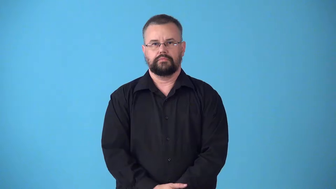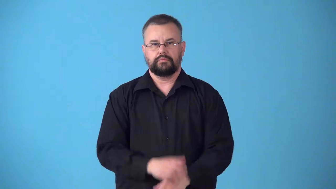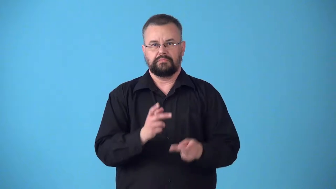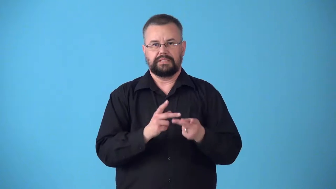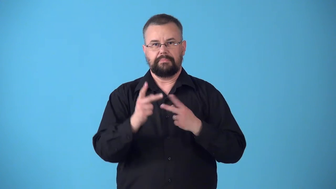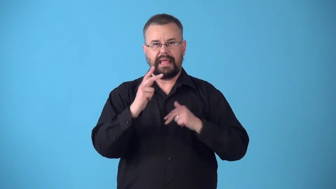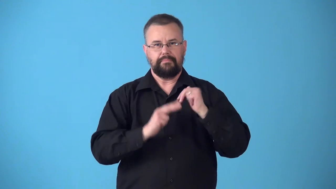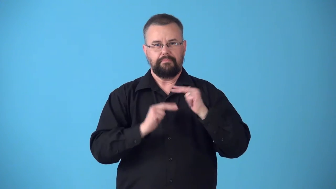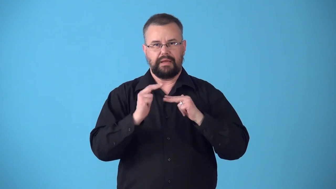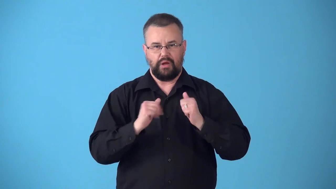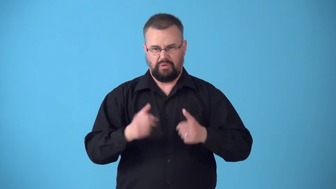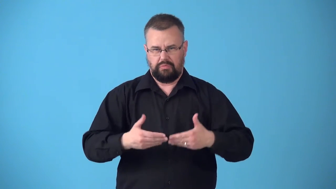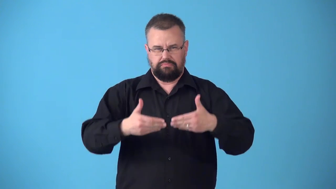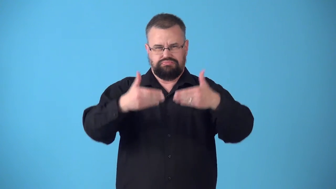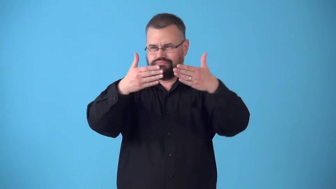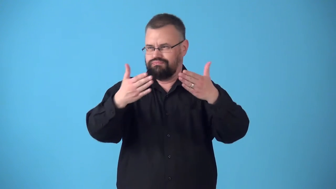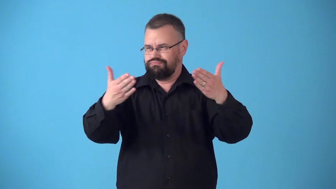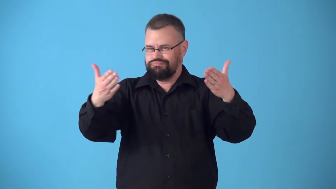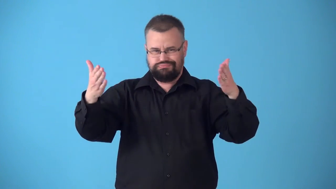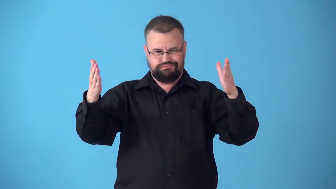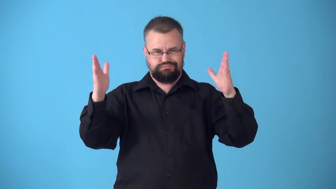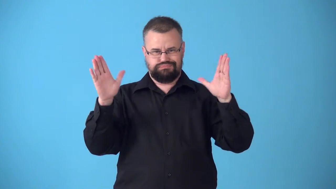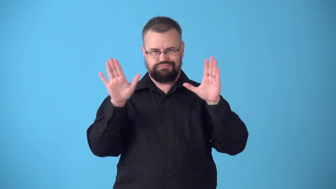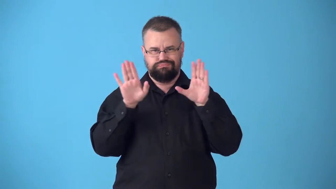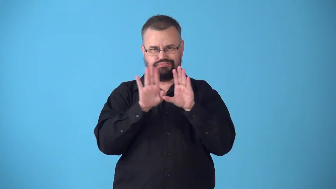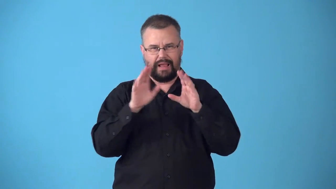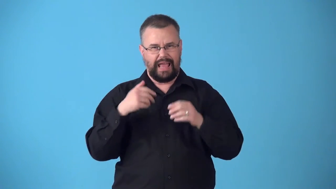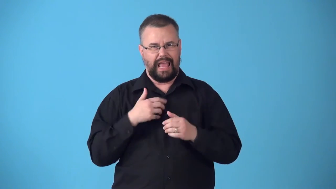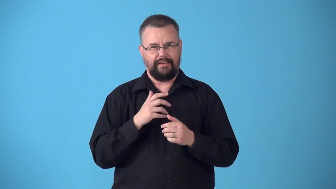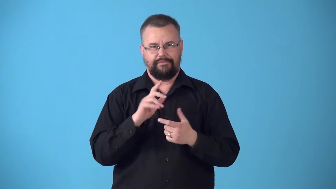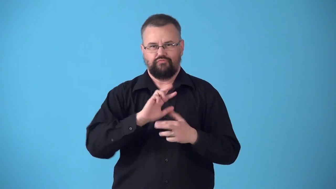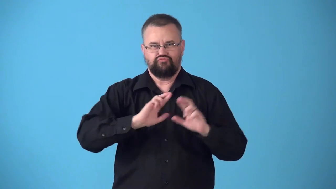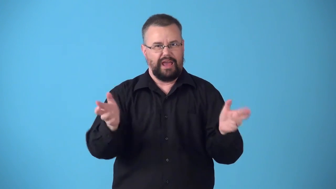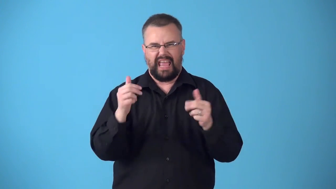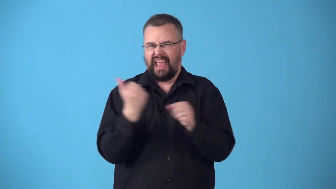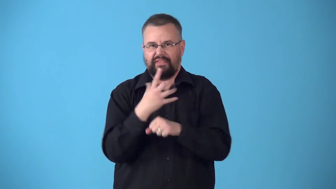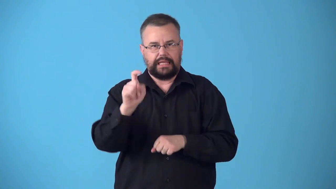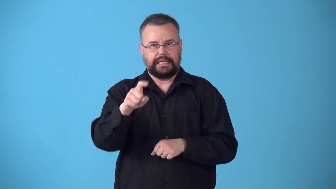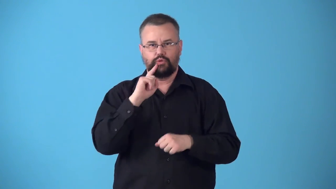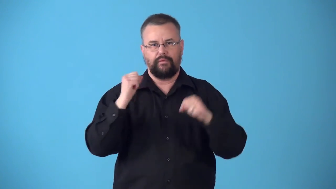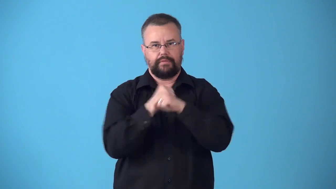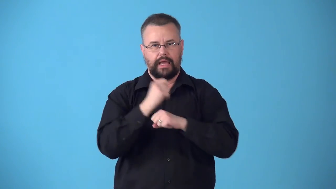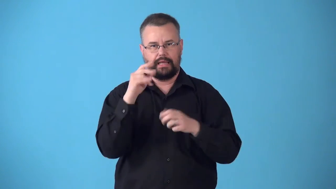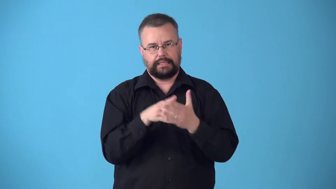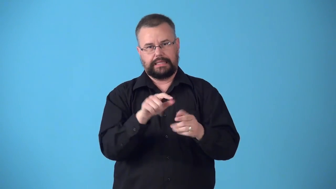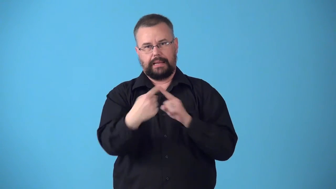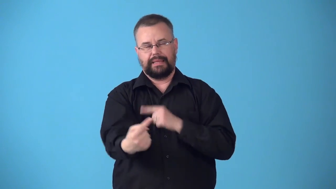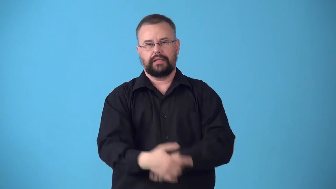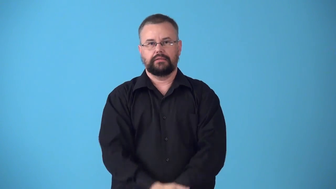stronghold-place where people are defending against enemy